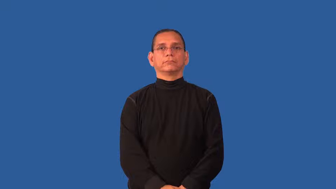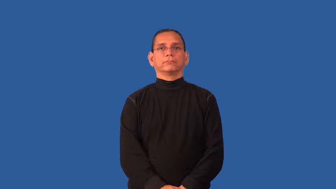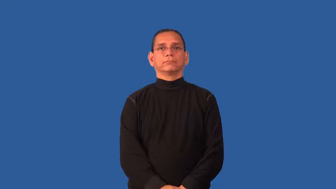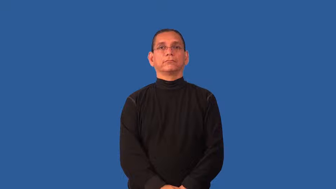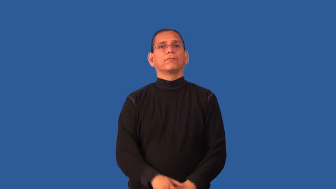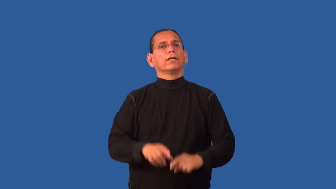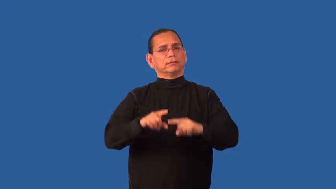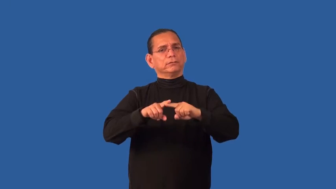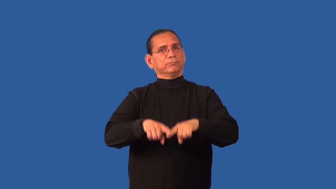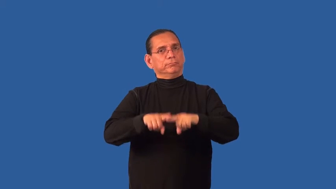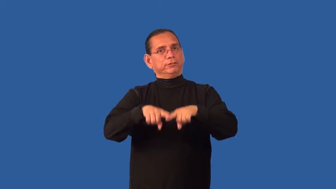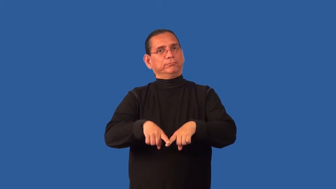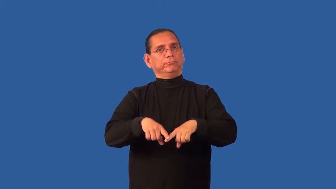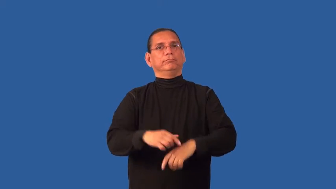faithful-dependable